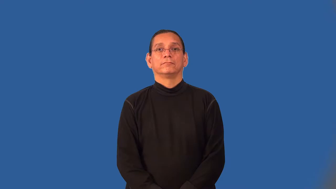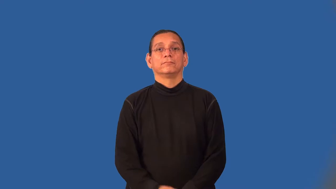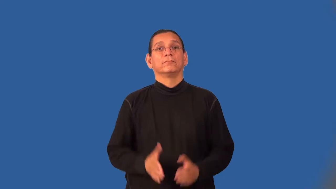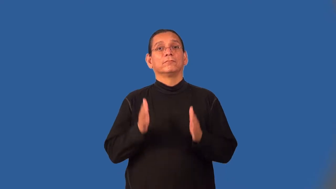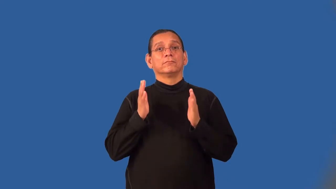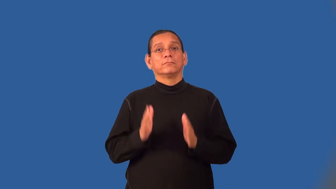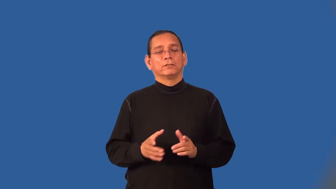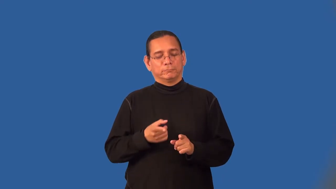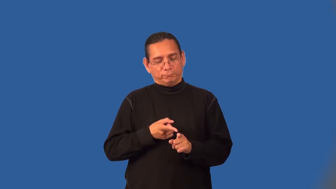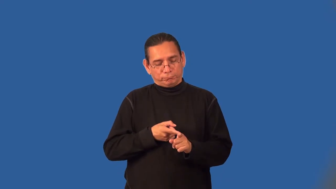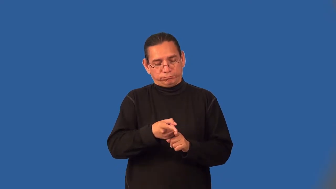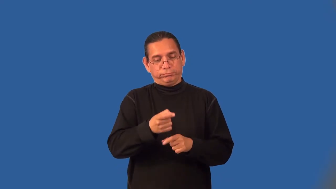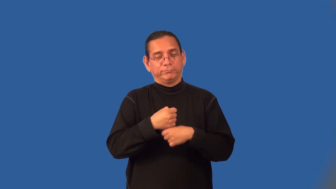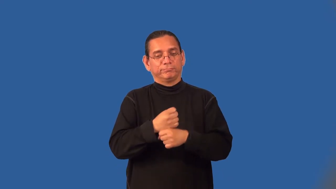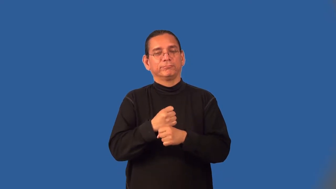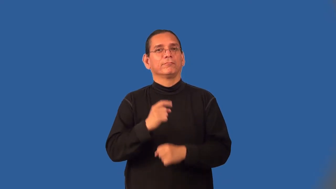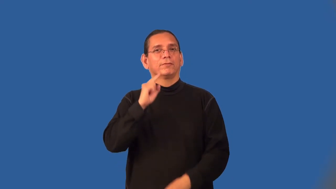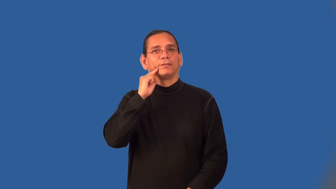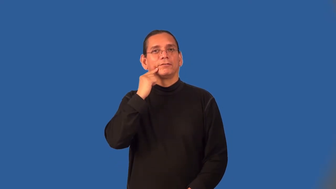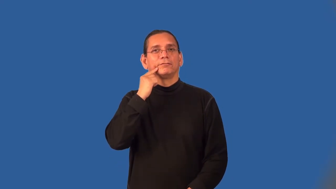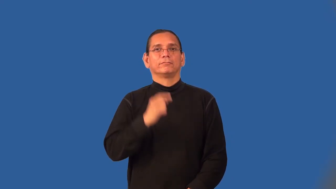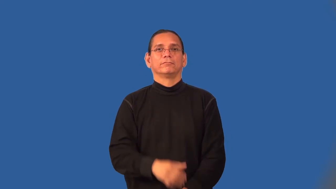confectioner